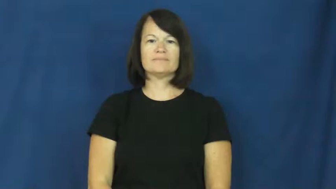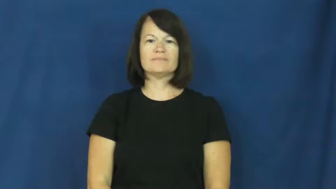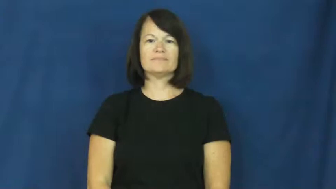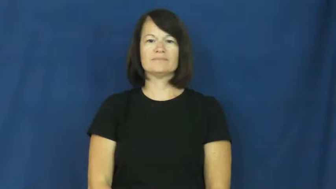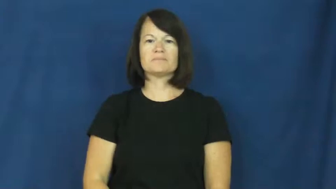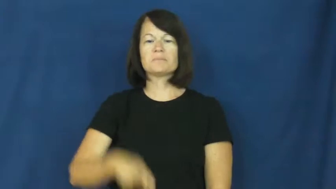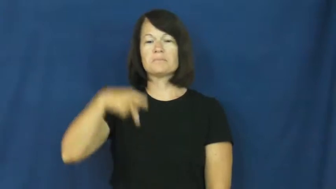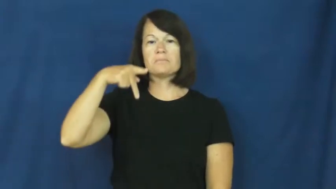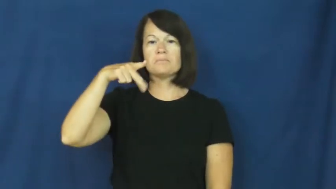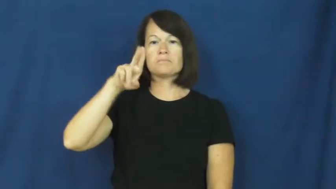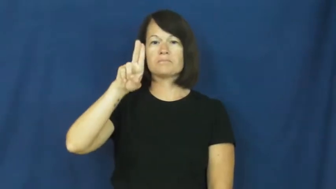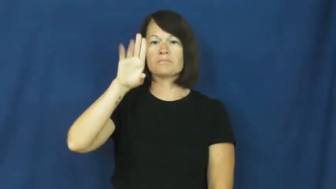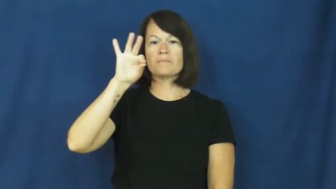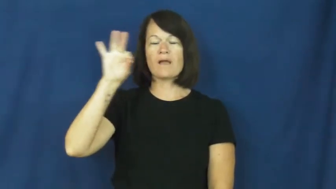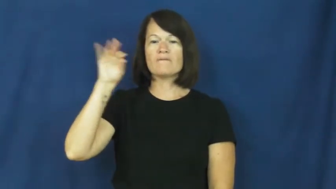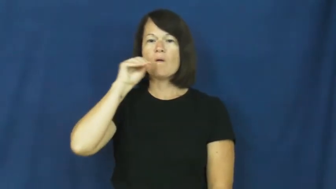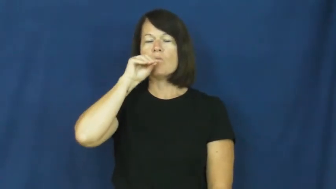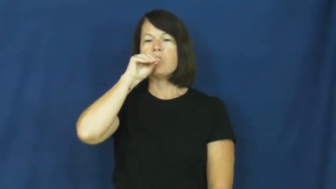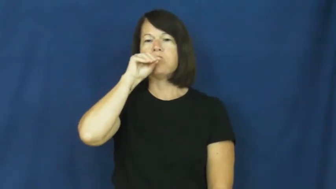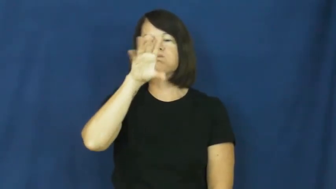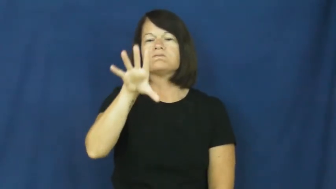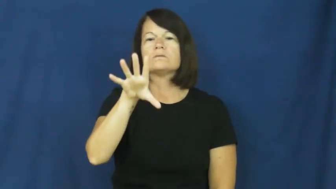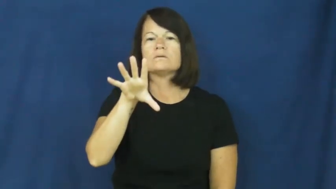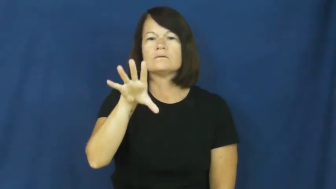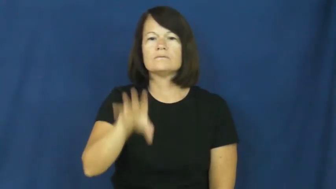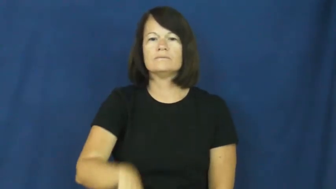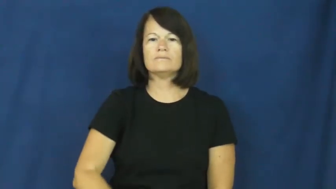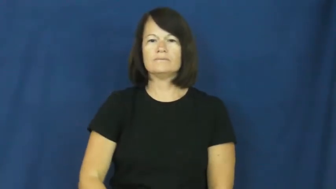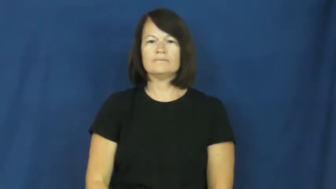puff